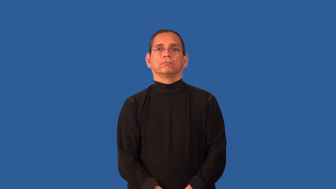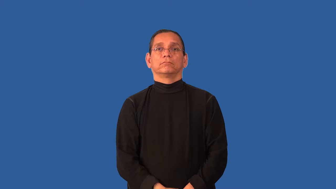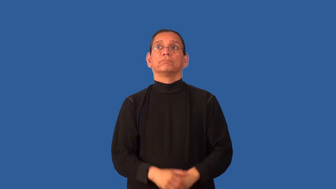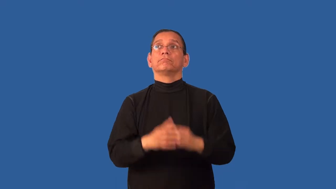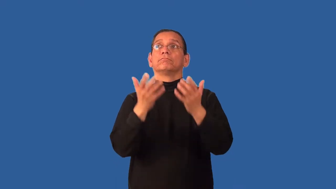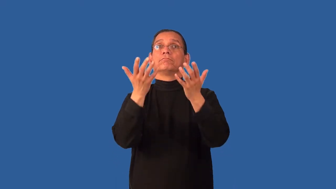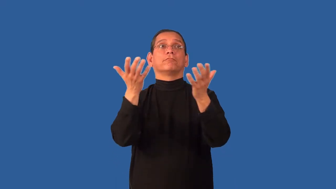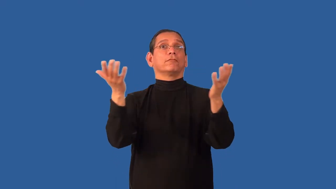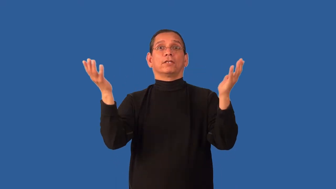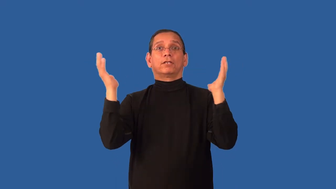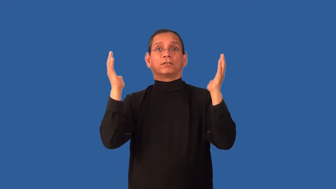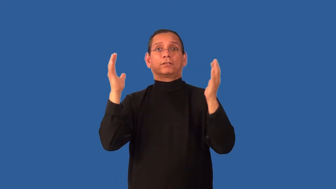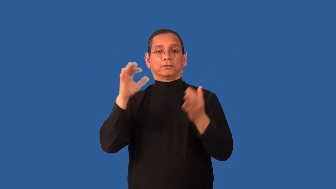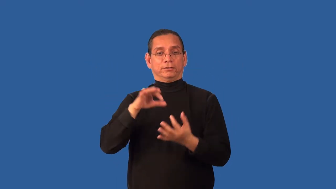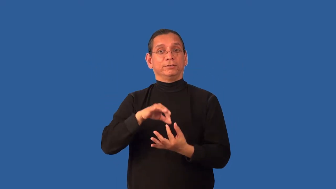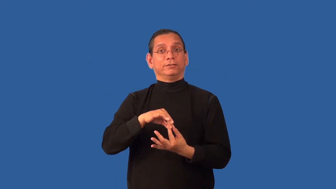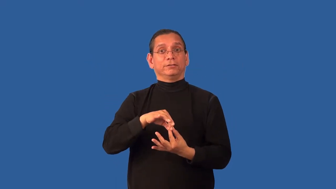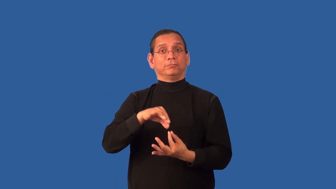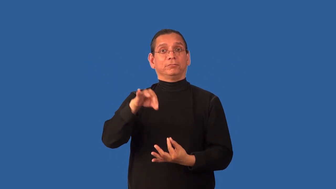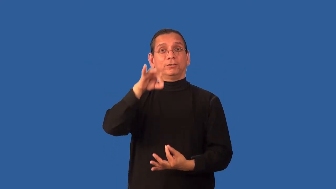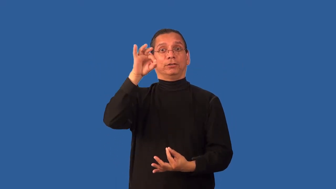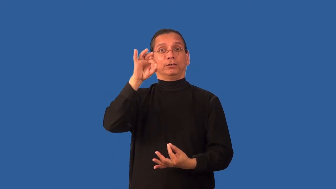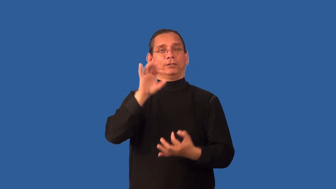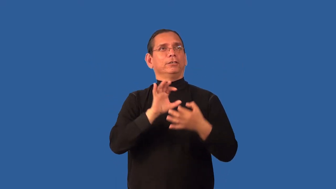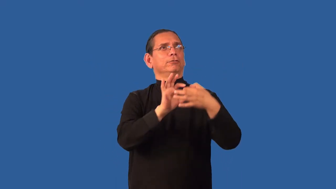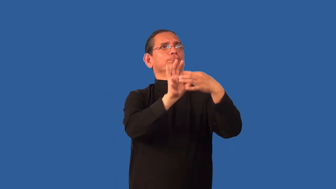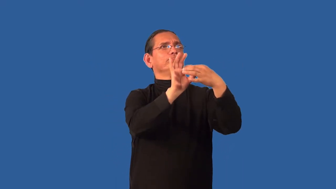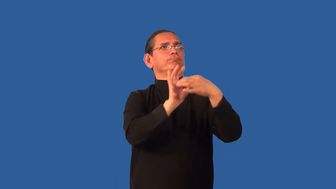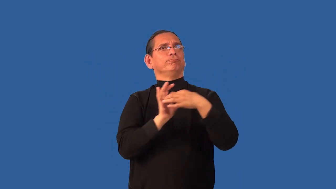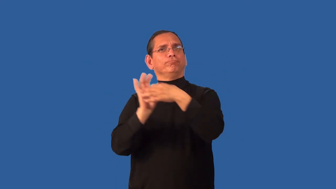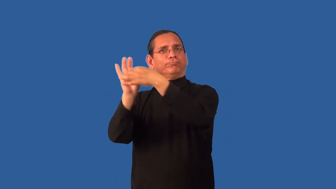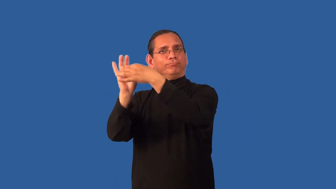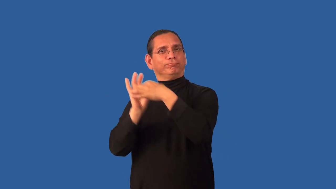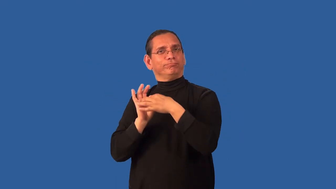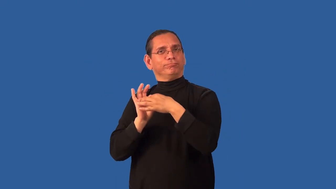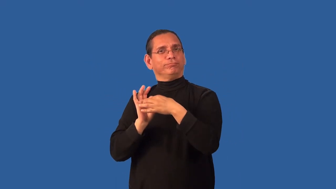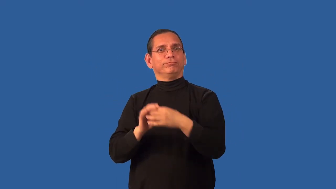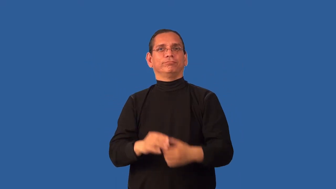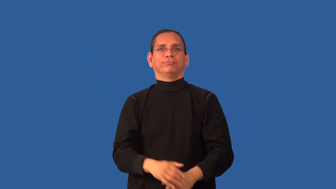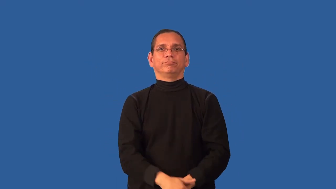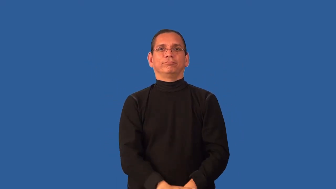aery,ethereal